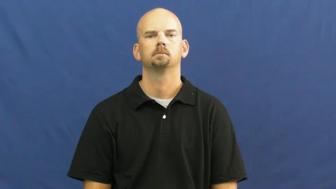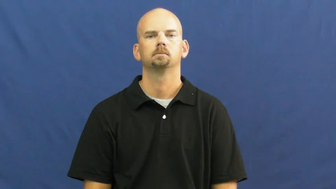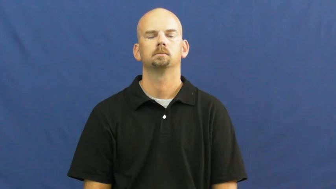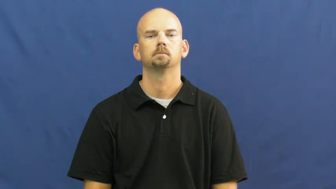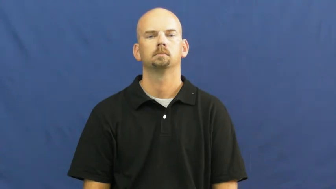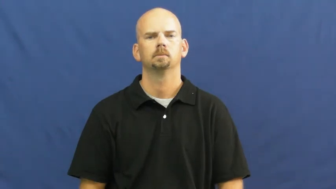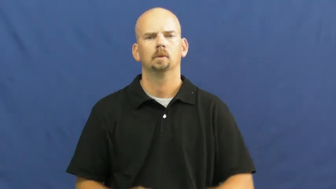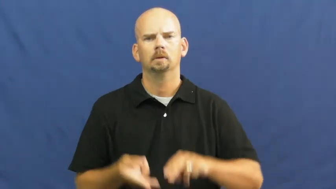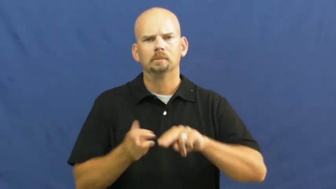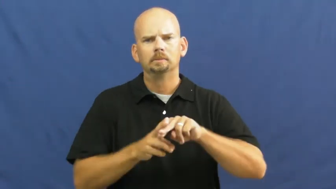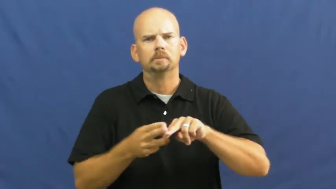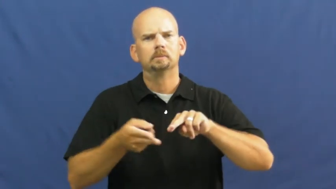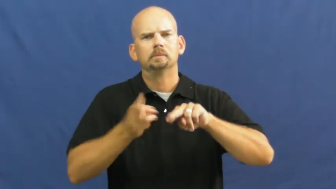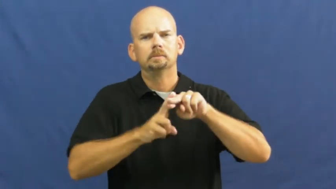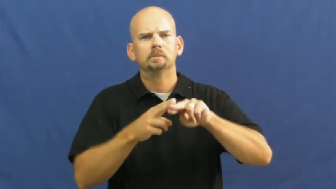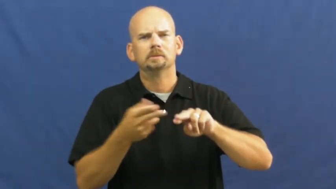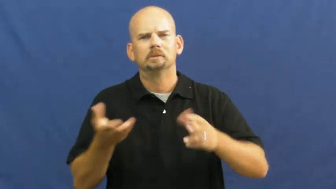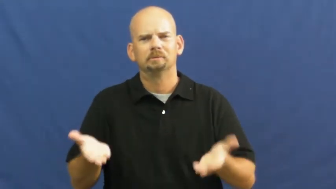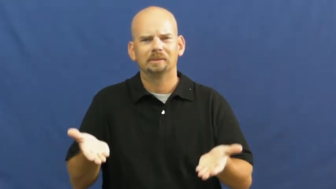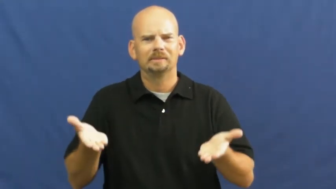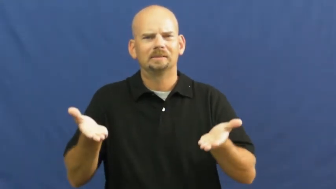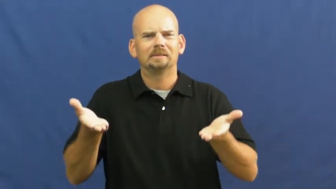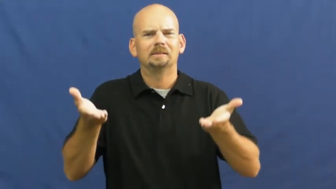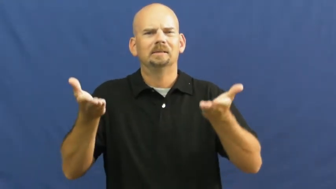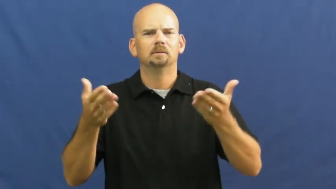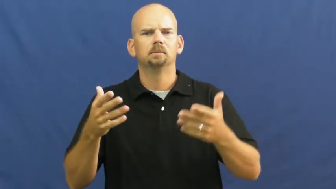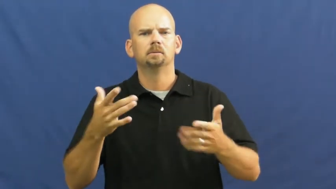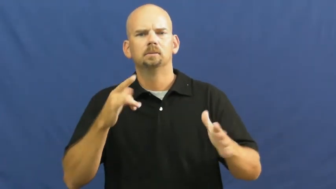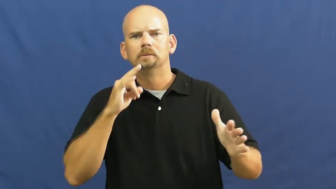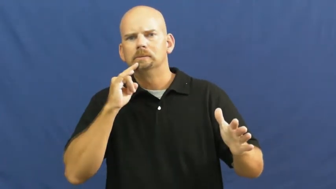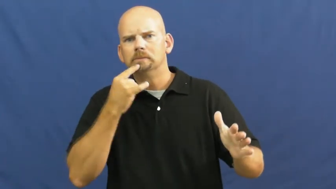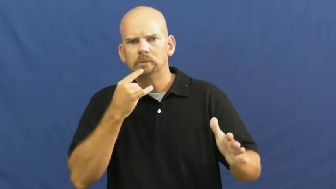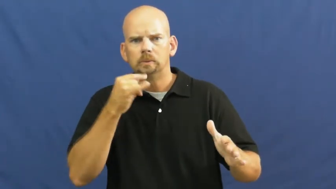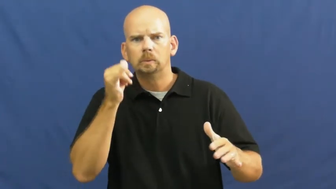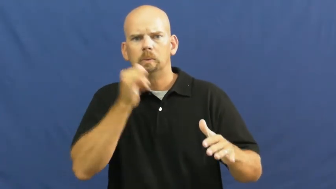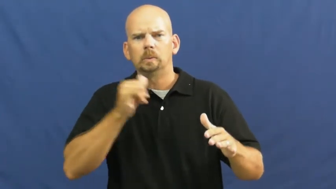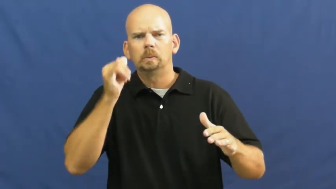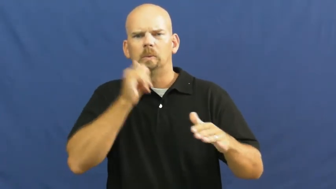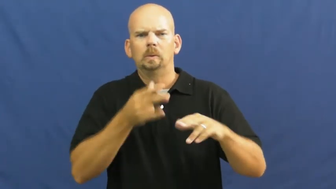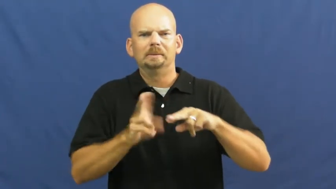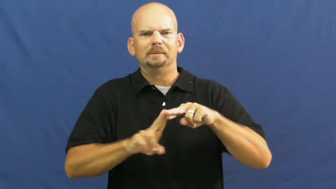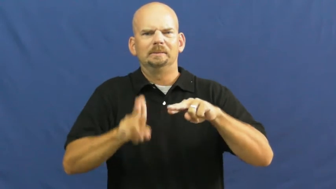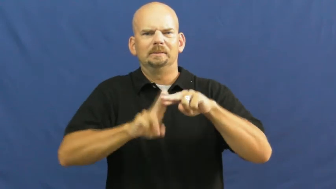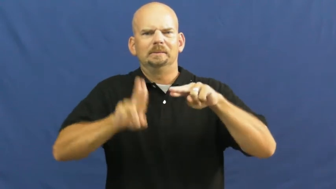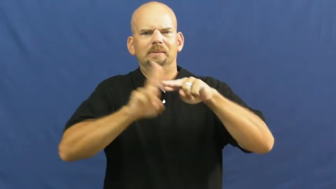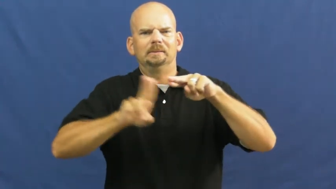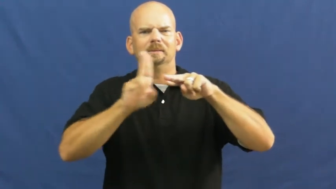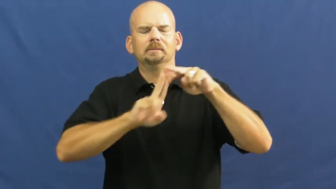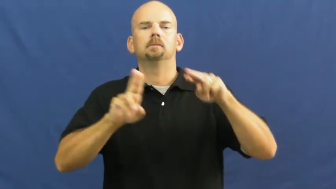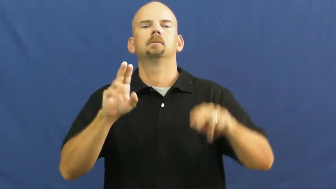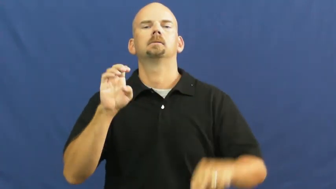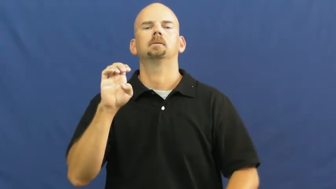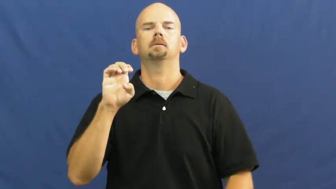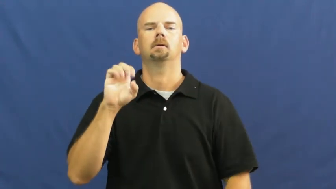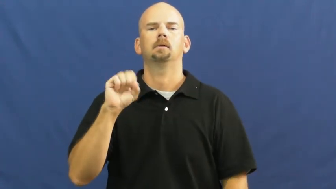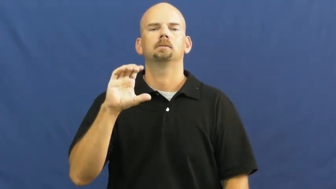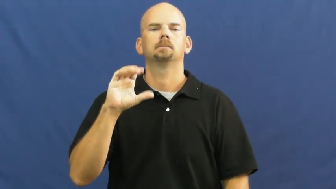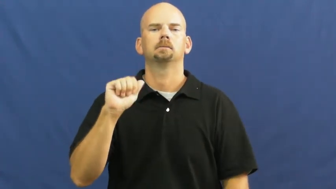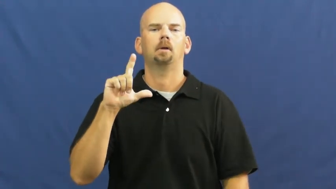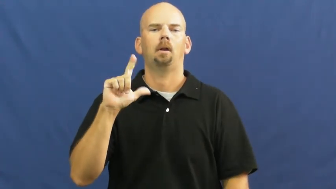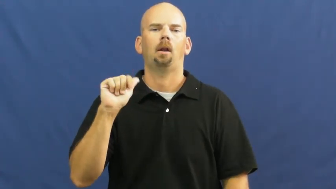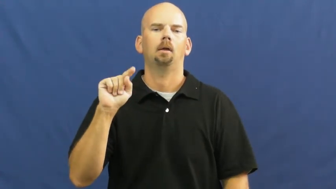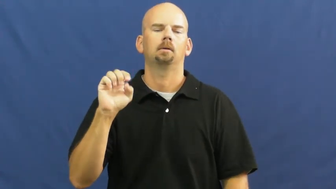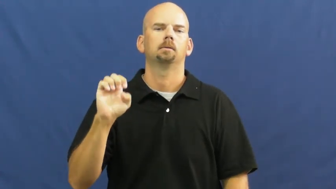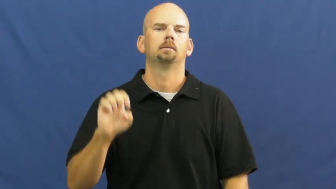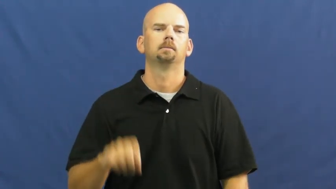escalate